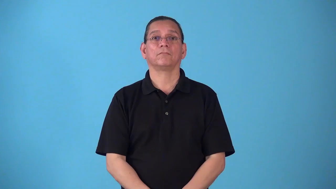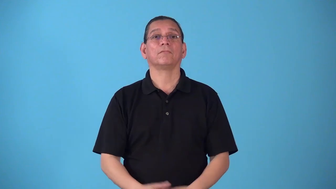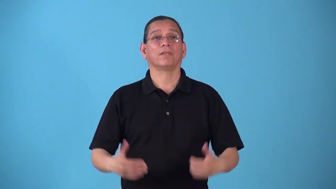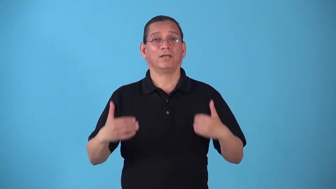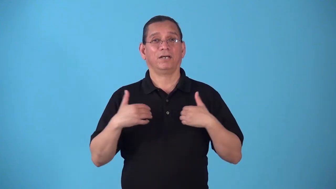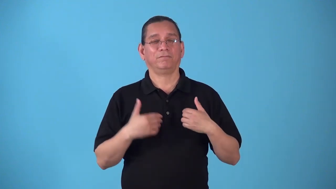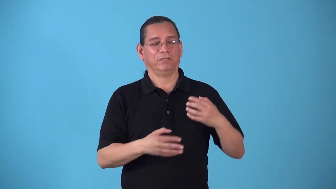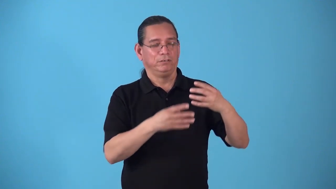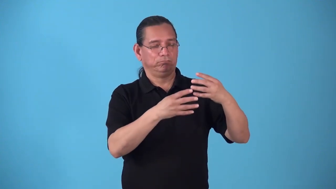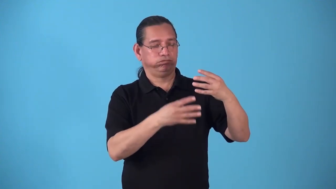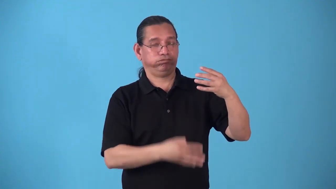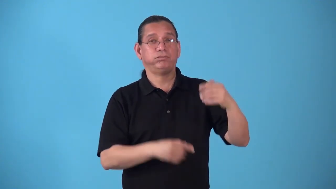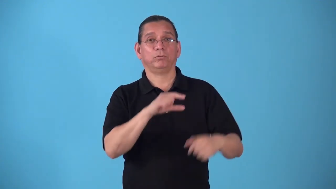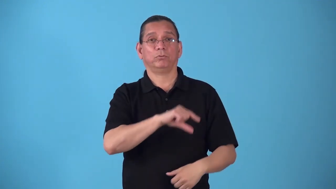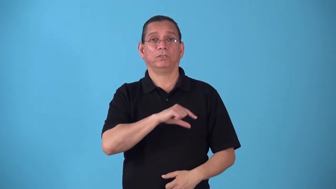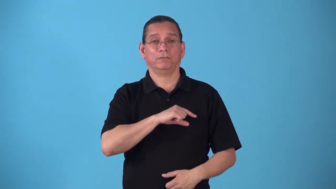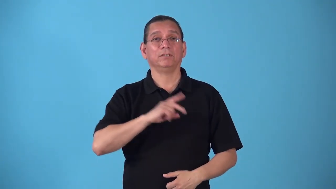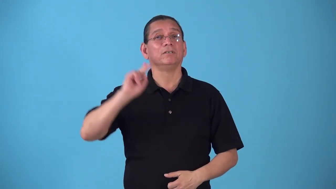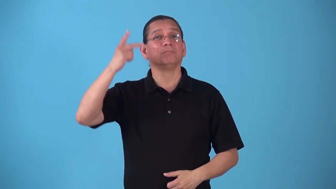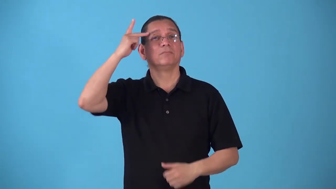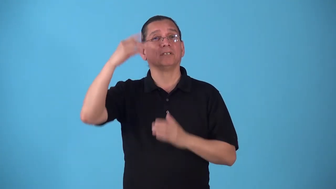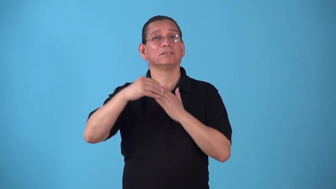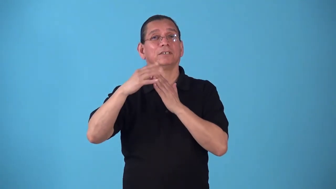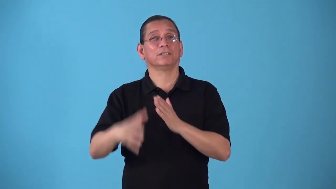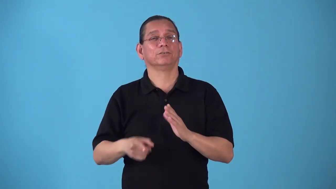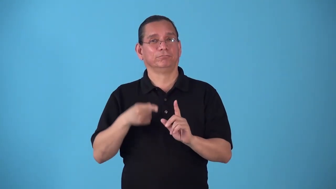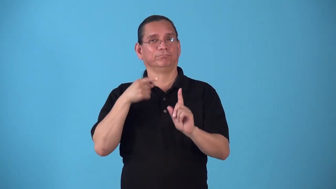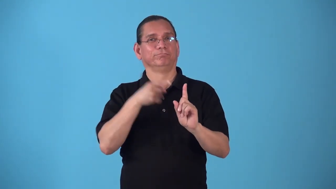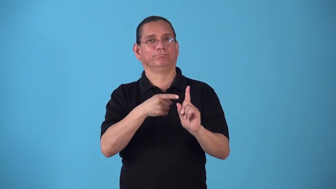statesmanlike